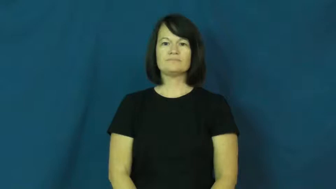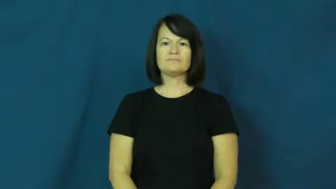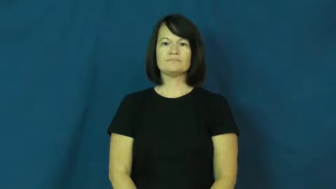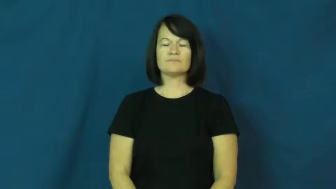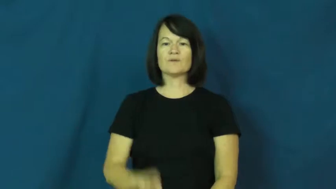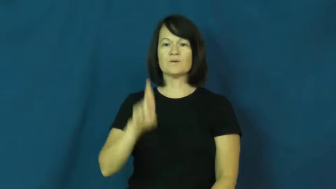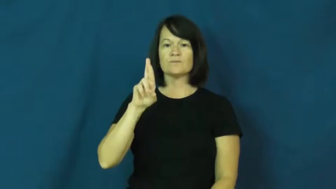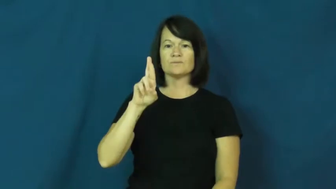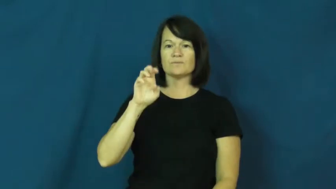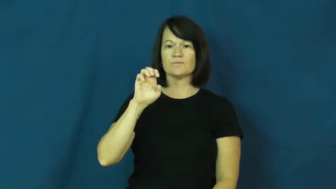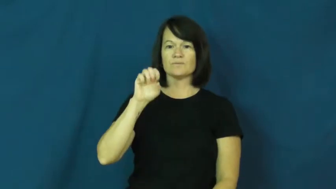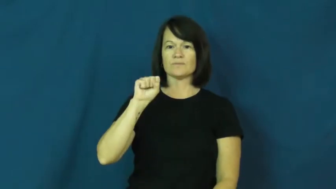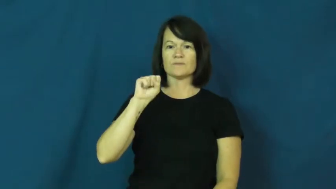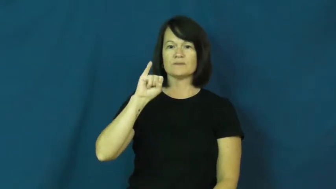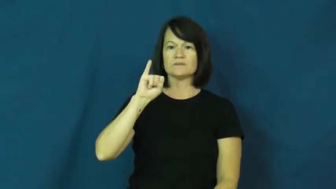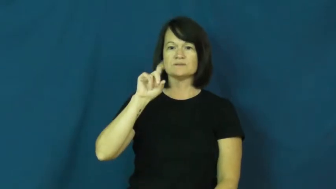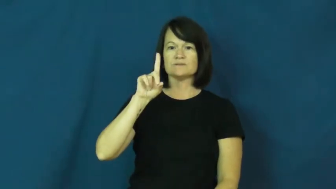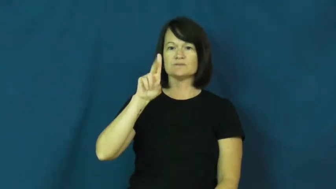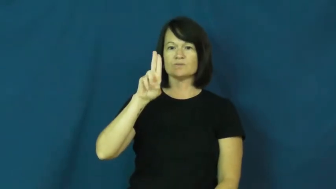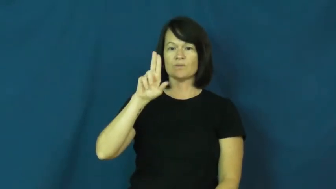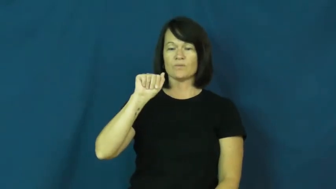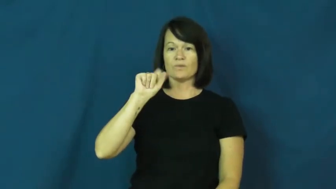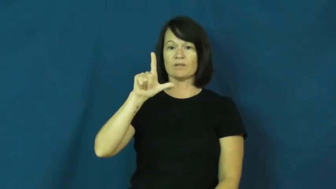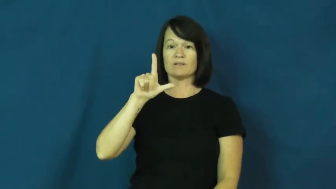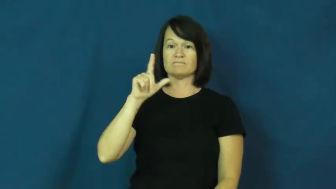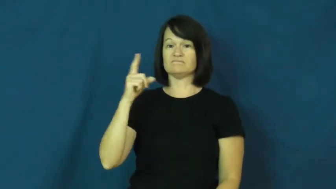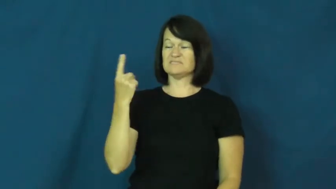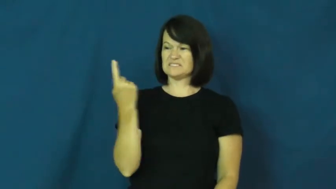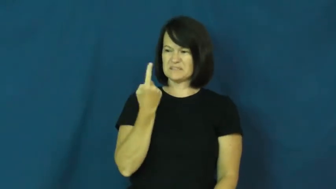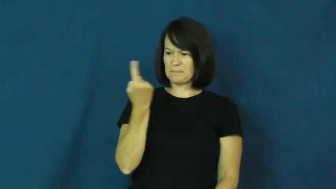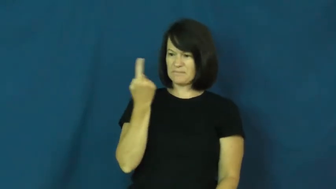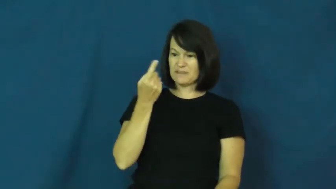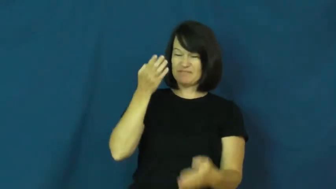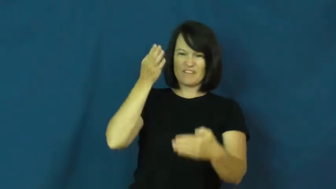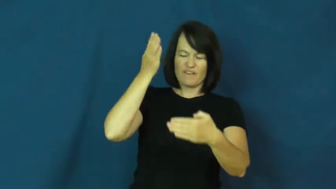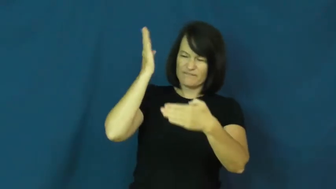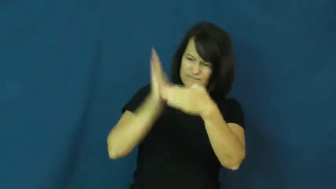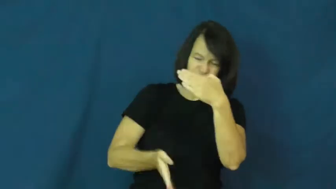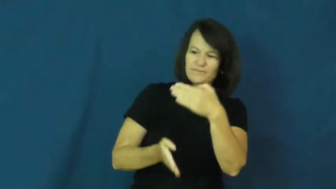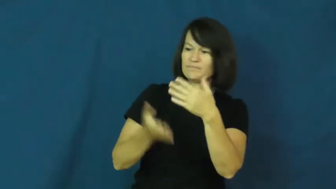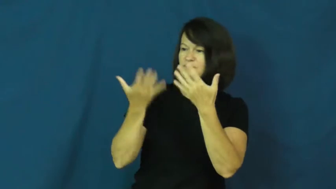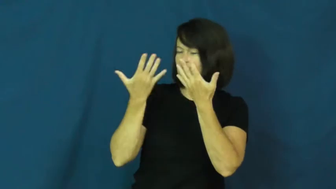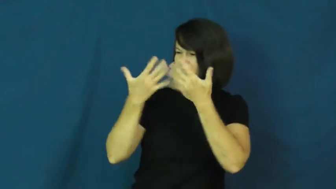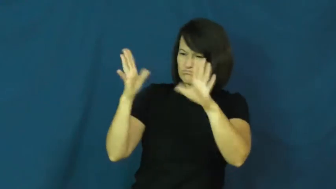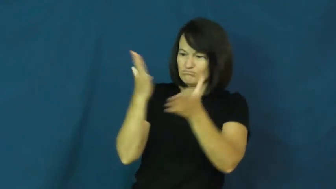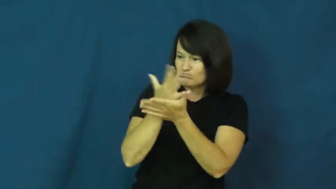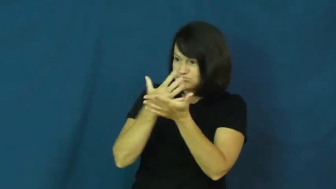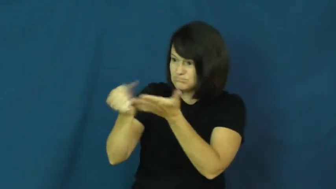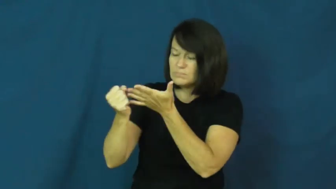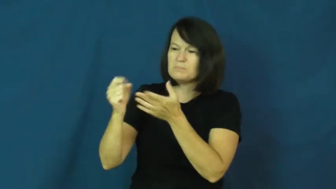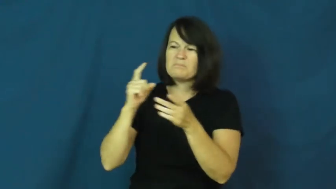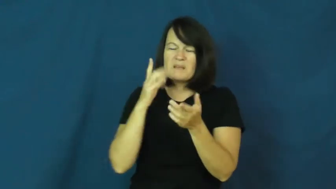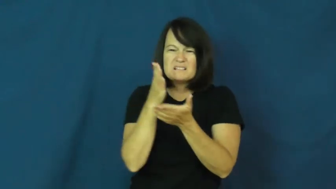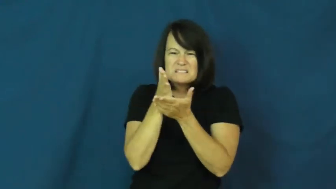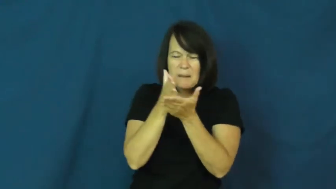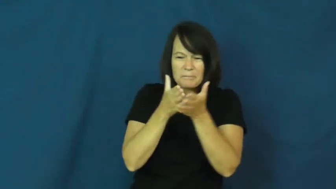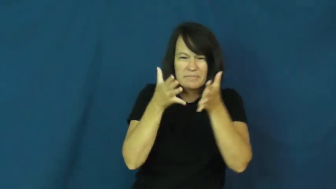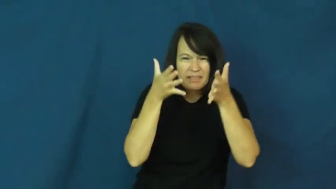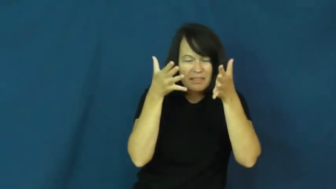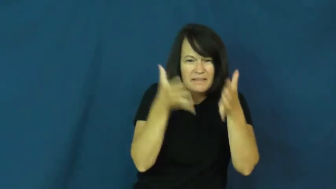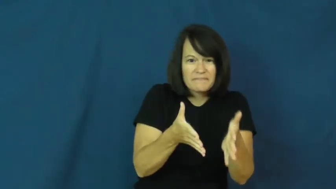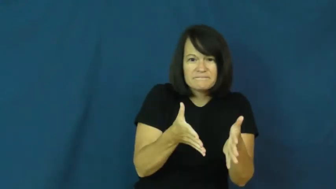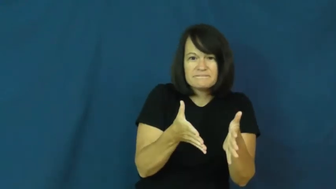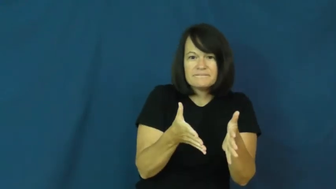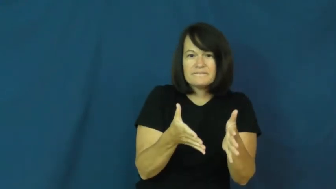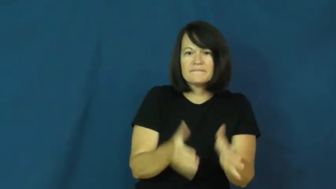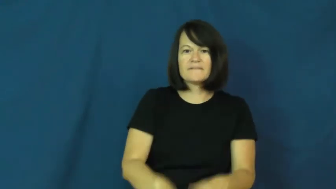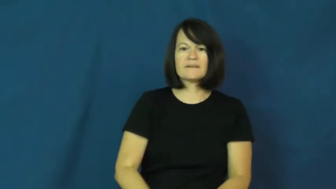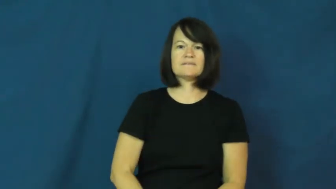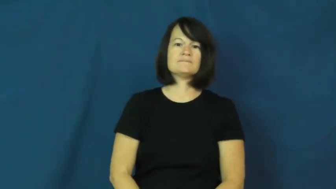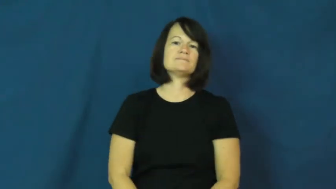residual